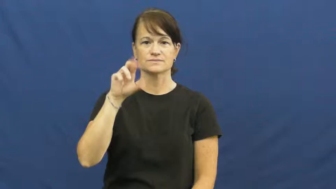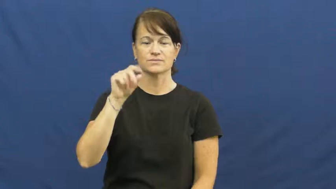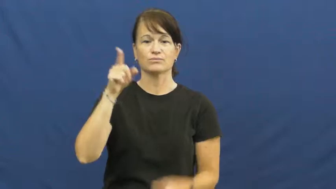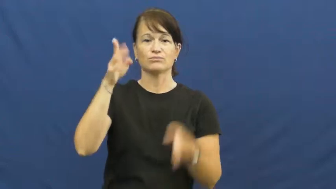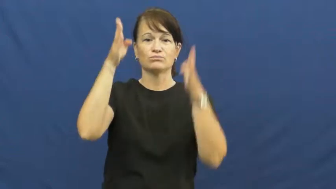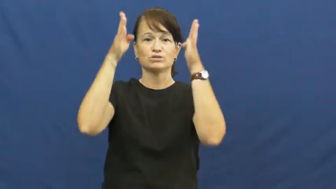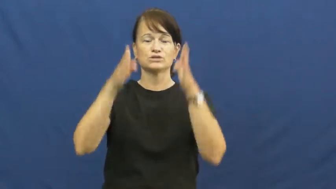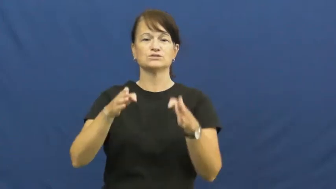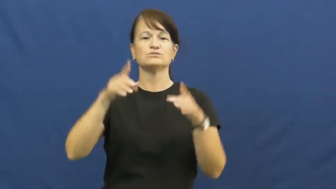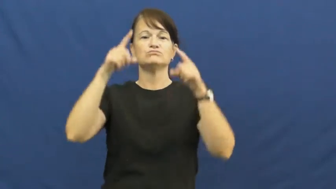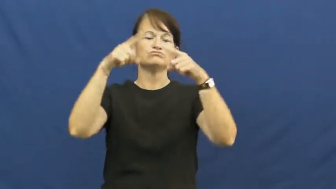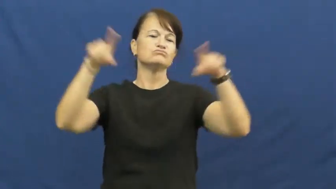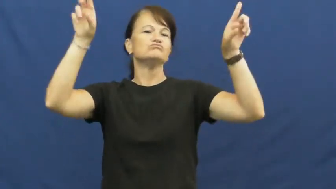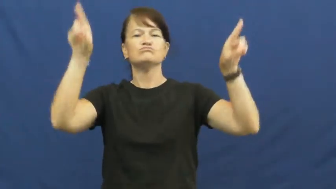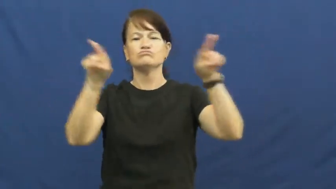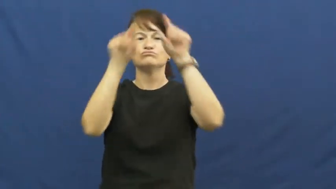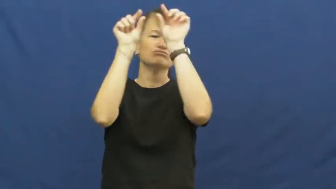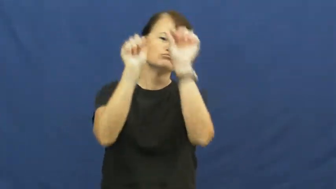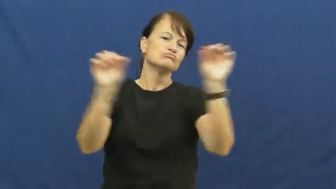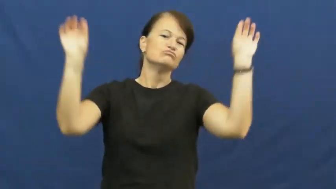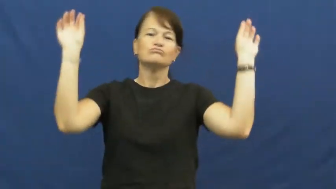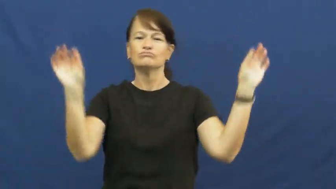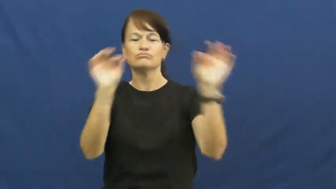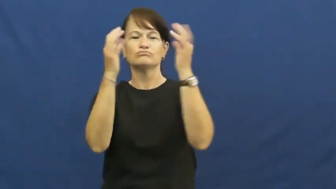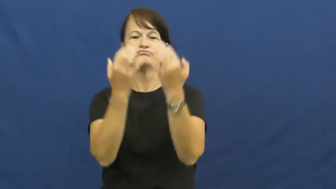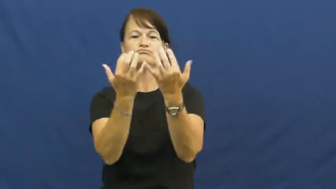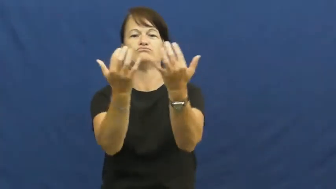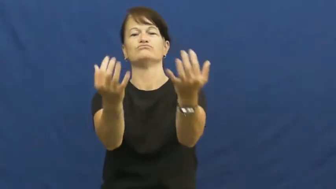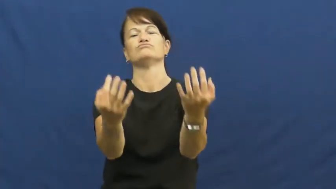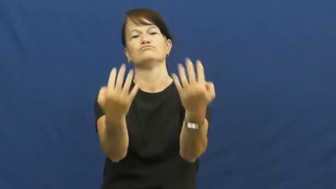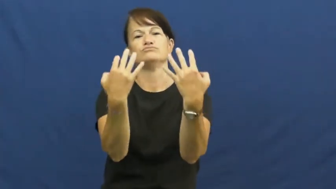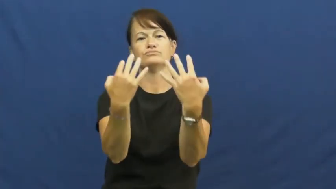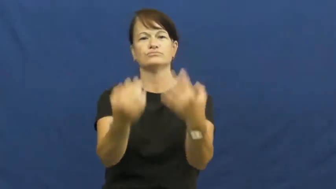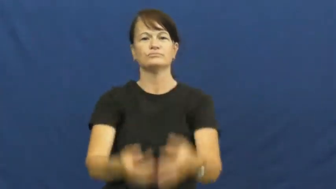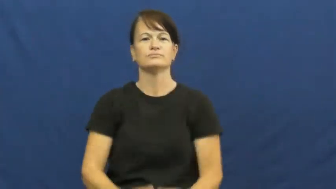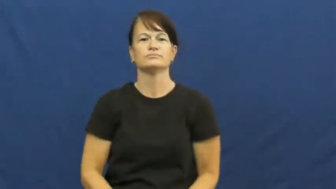maestro,bandleader,bandmaster,concertmaster